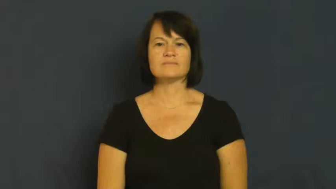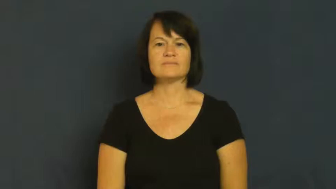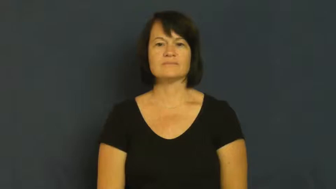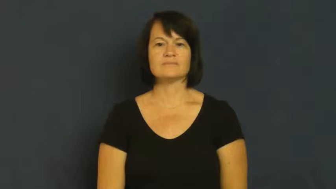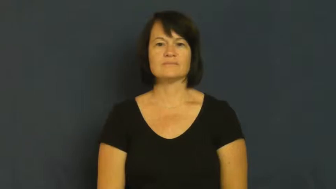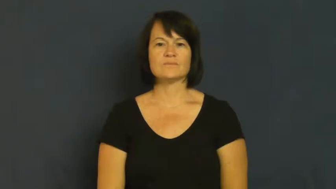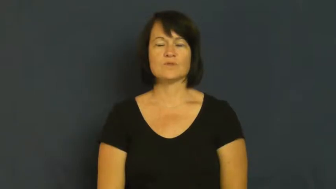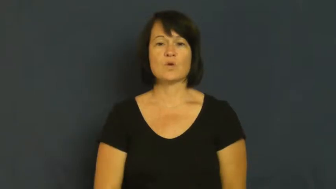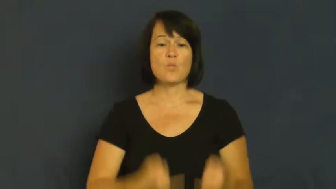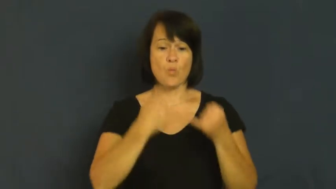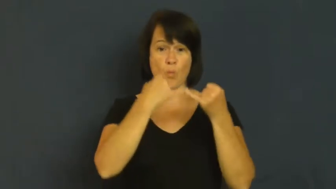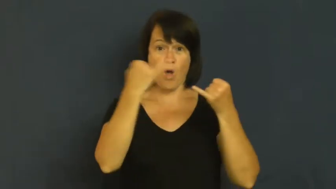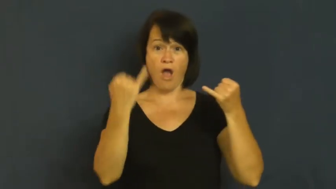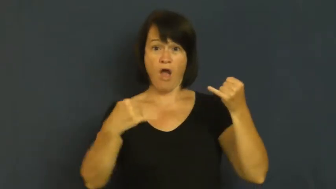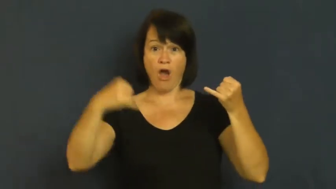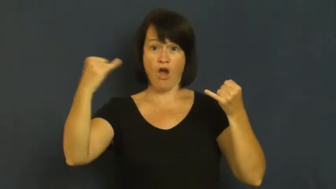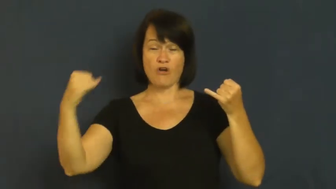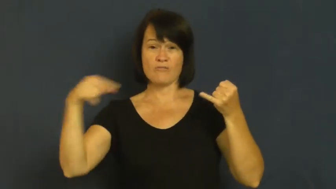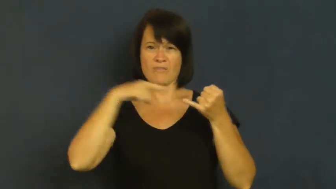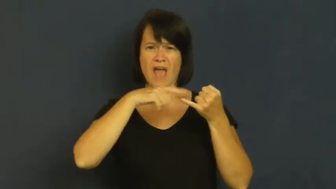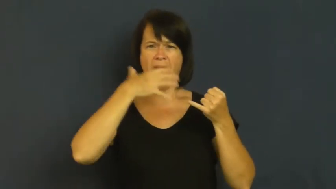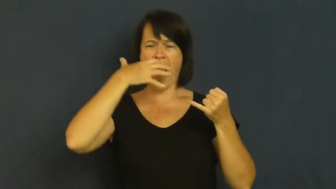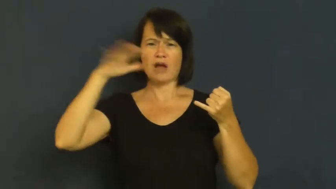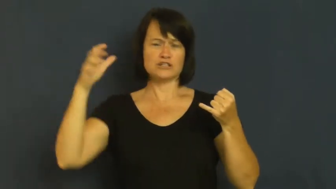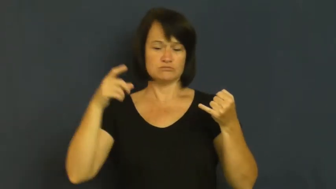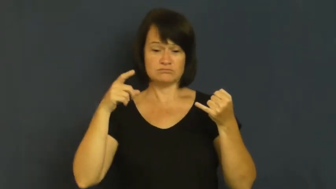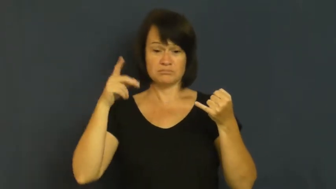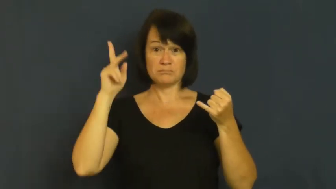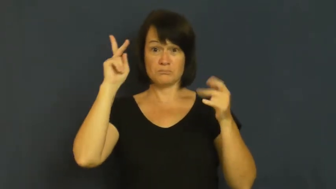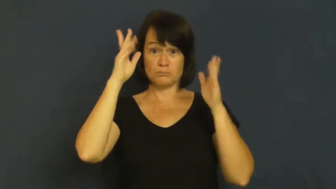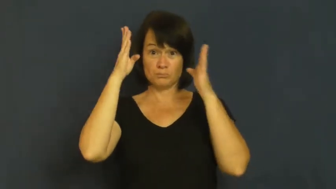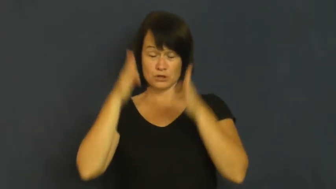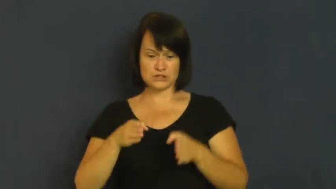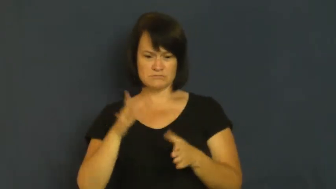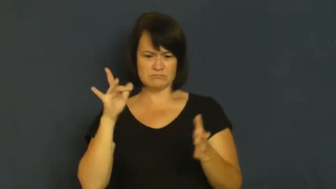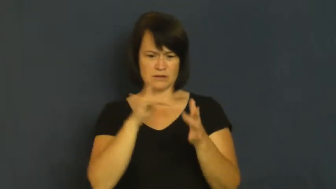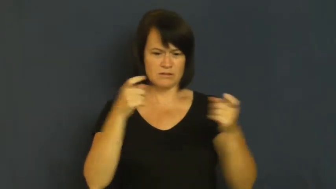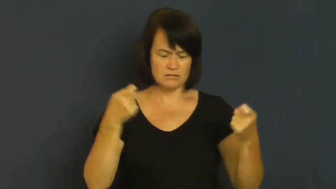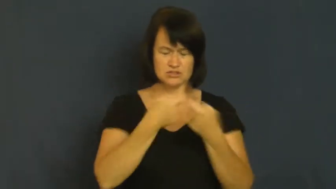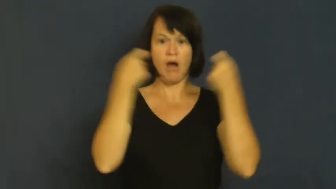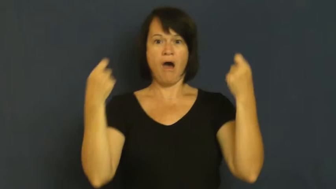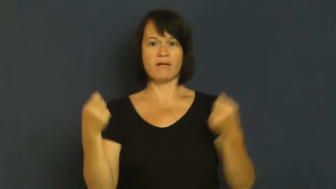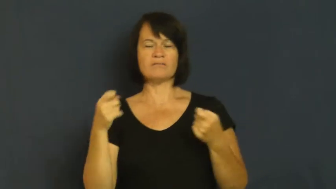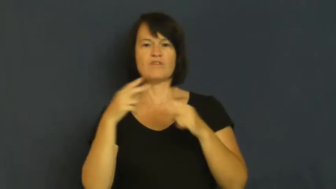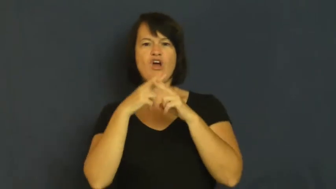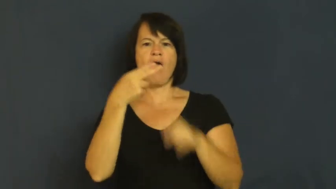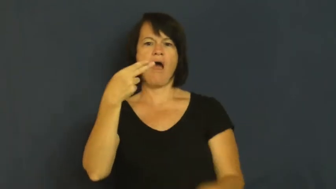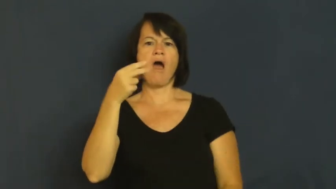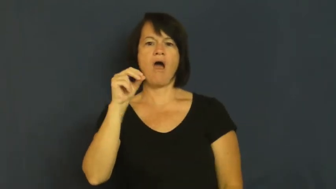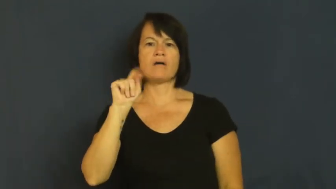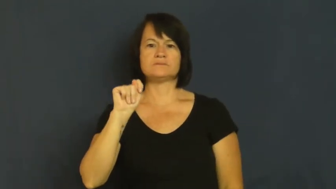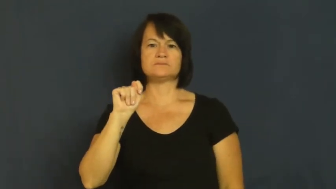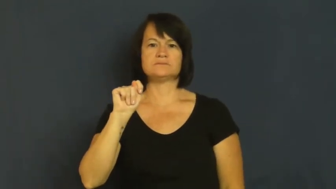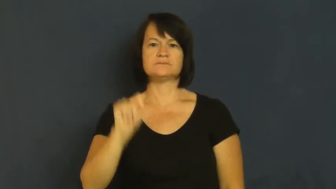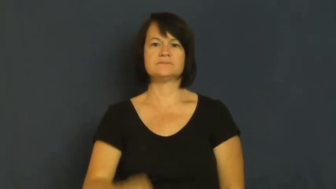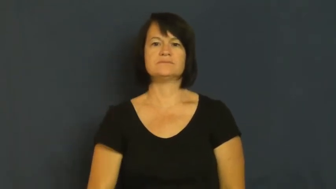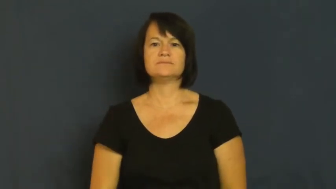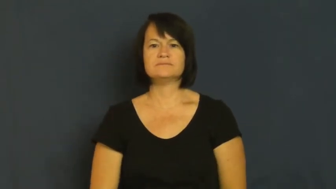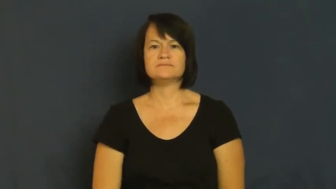hot,live-electricity